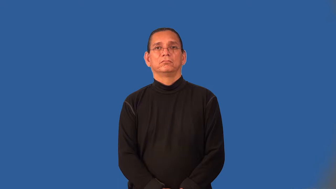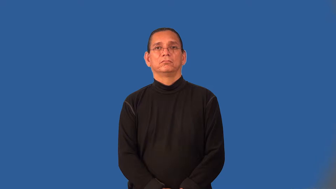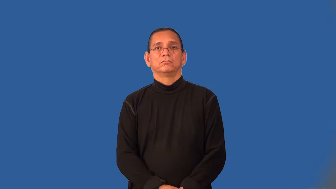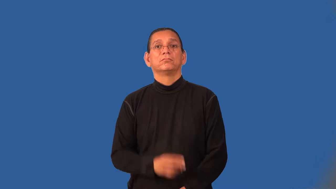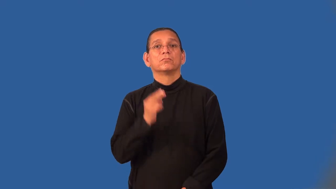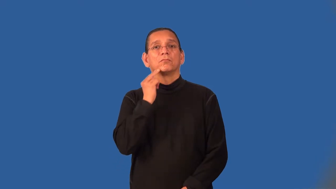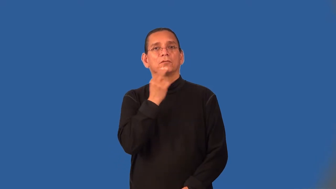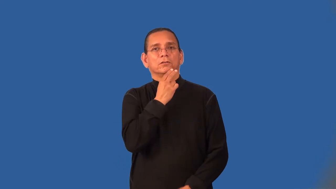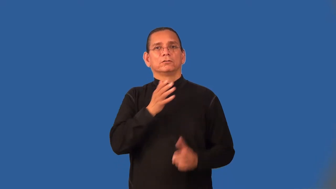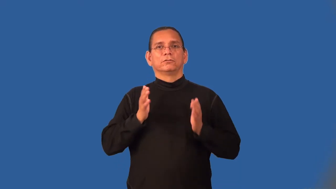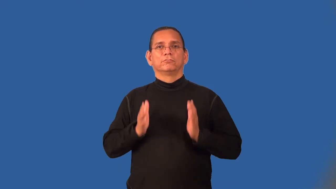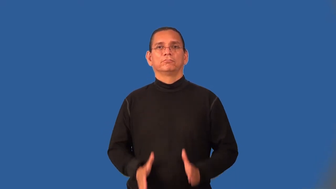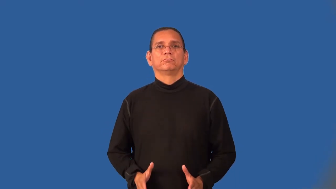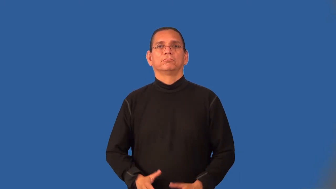nutritionist